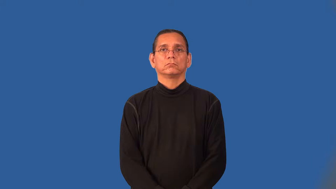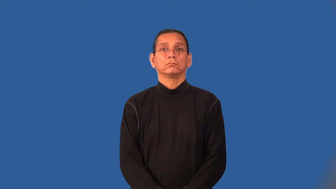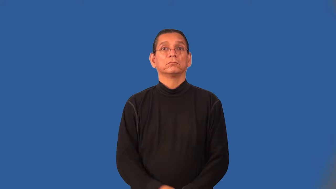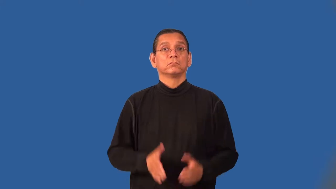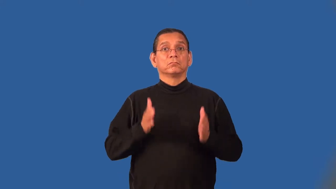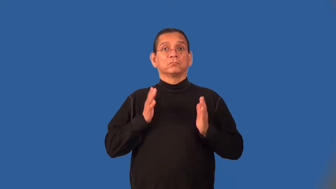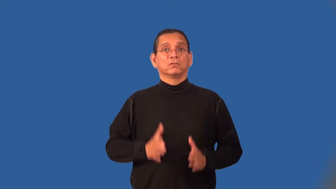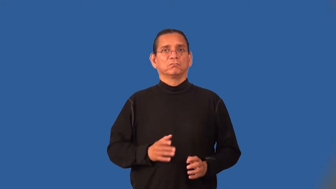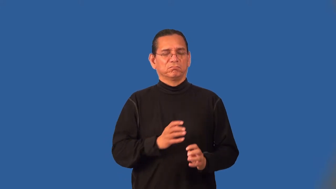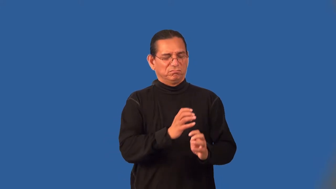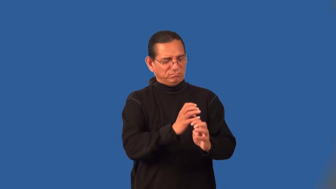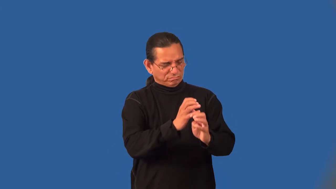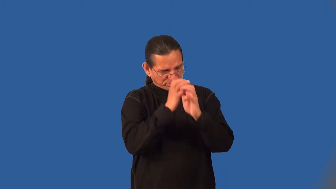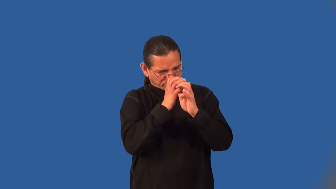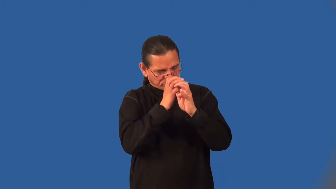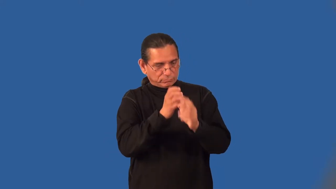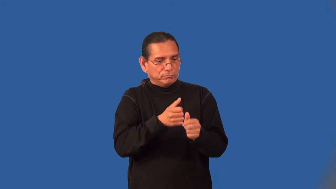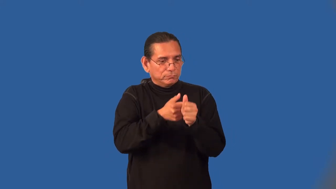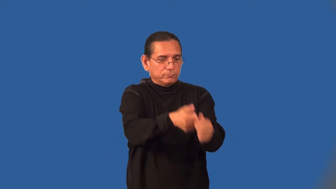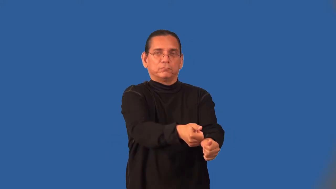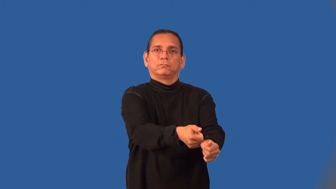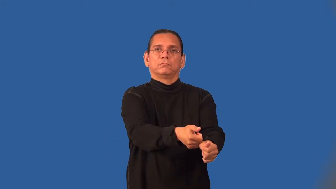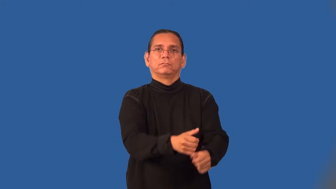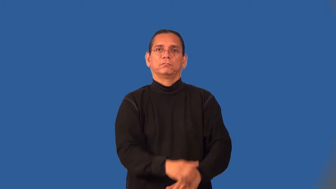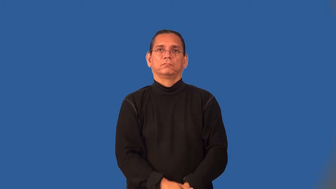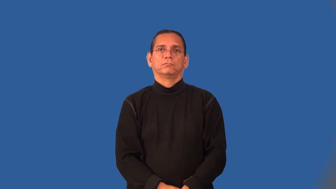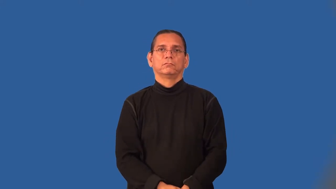hardliner